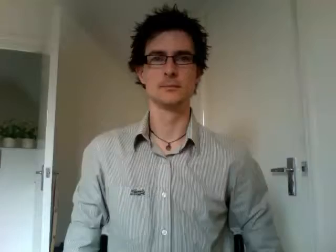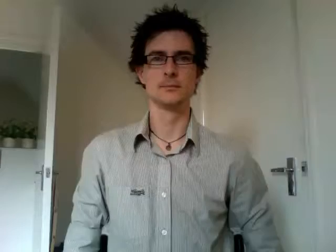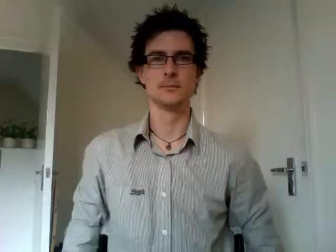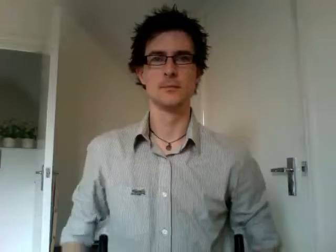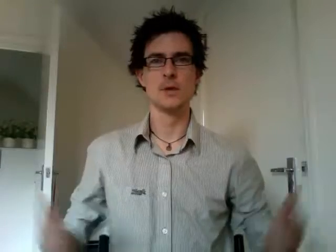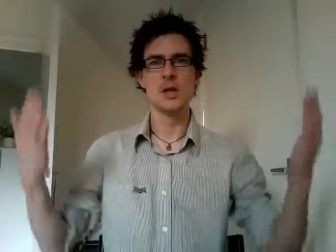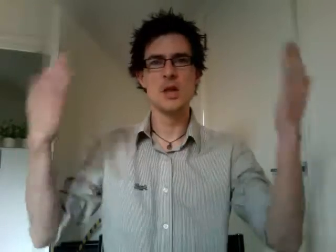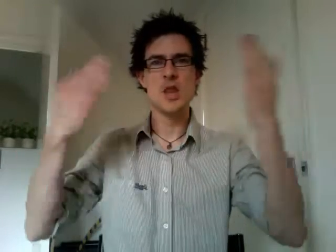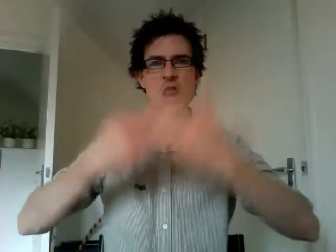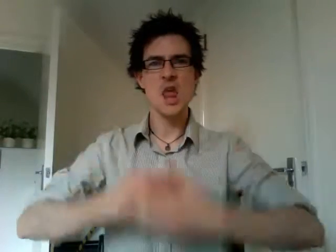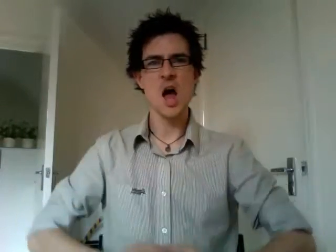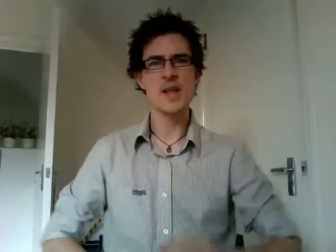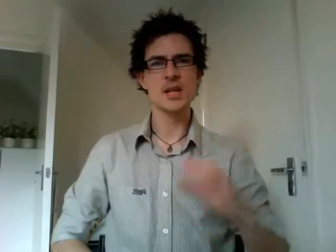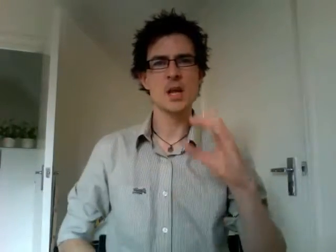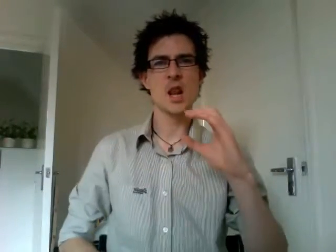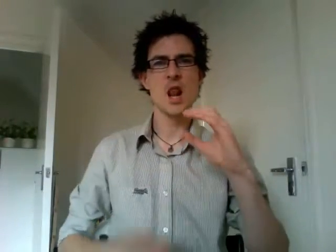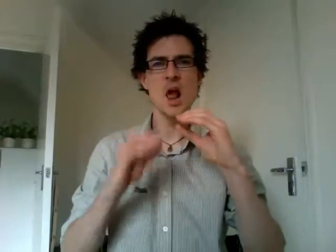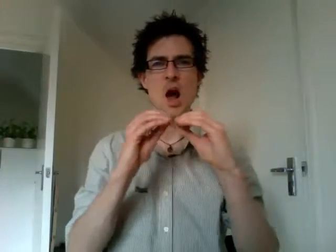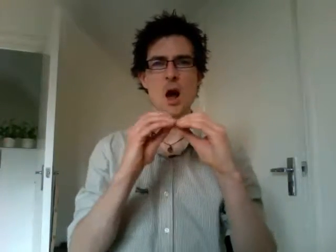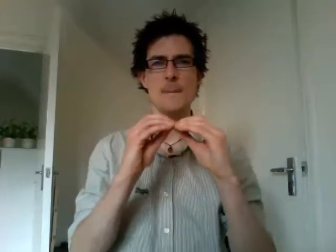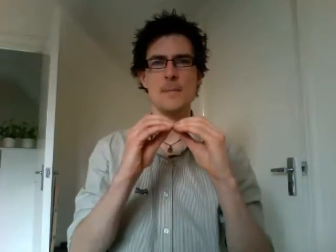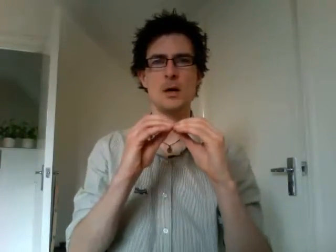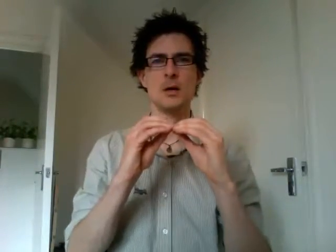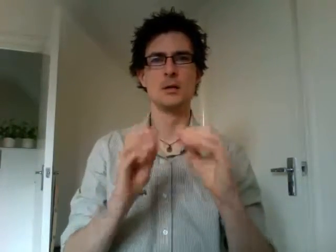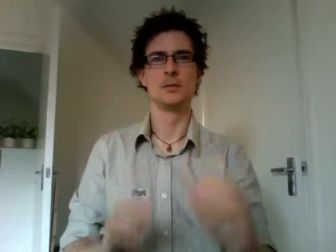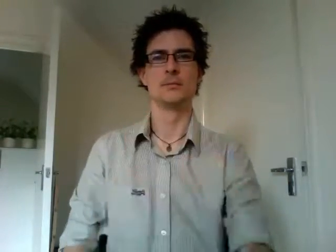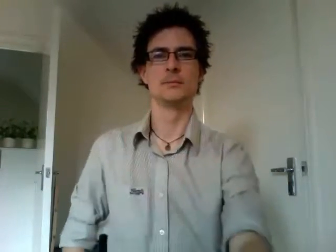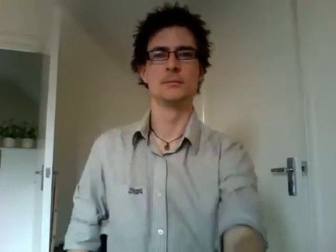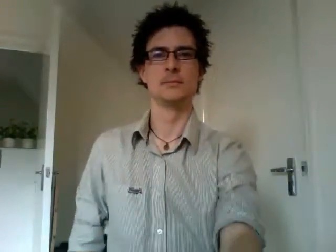night club 2